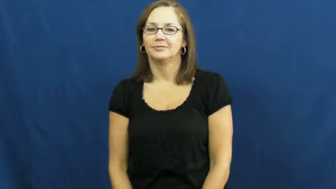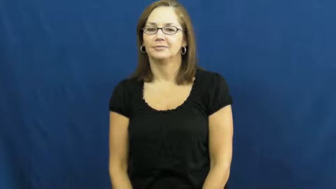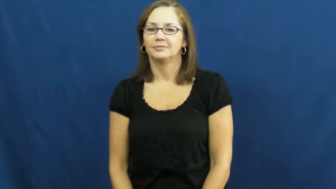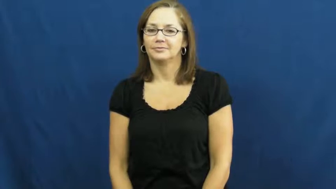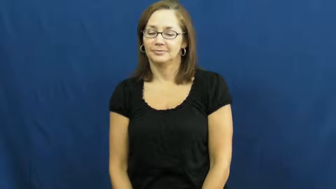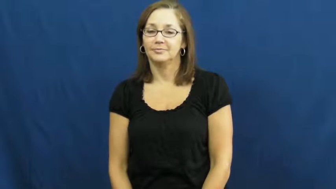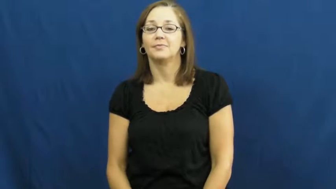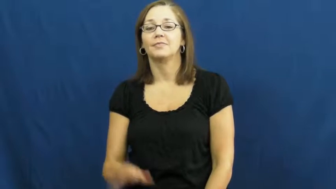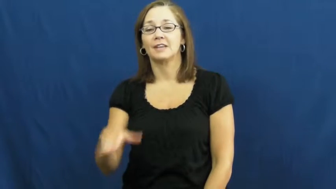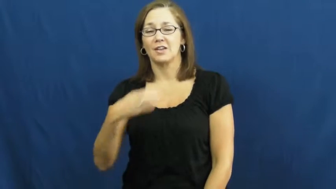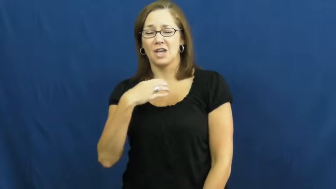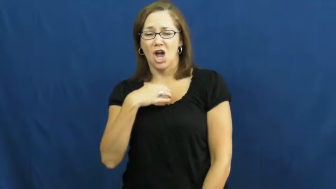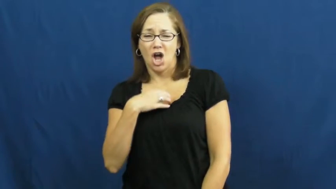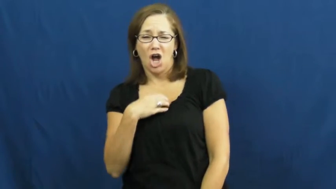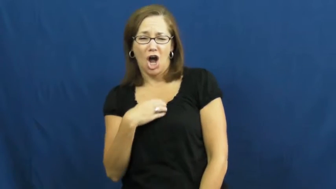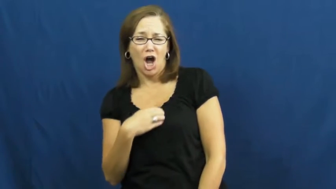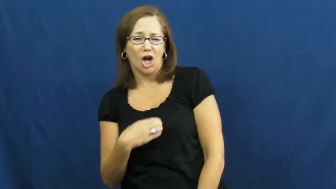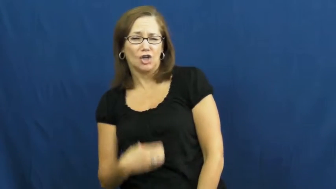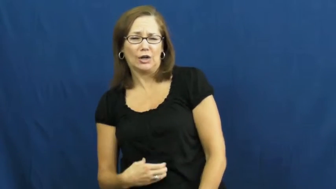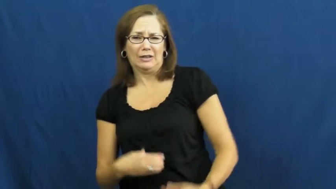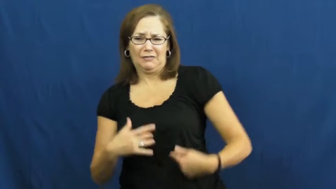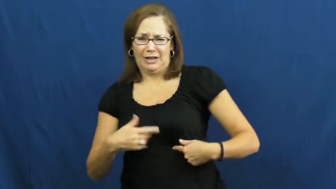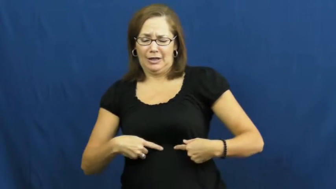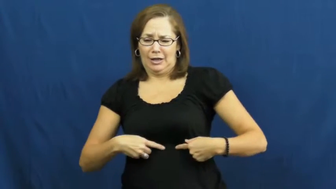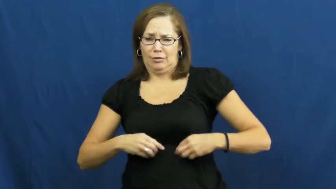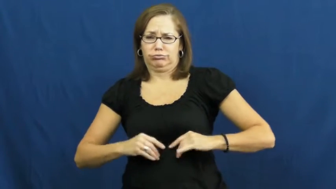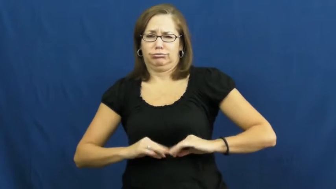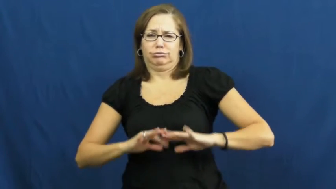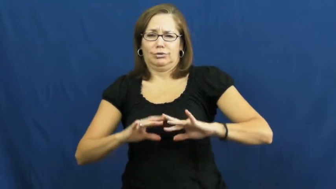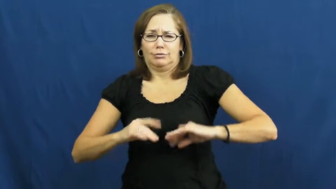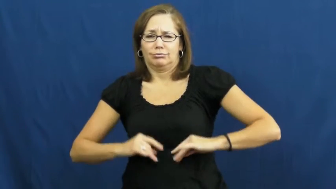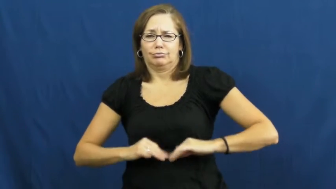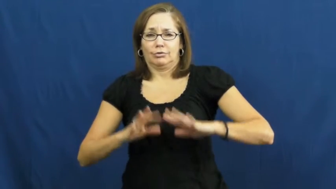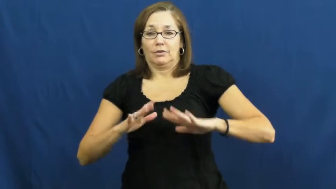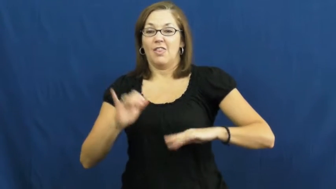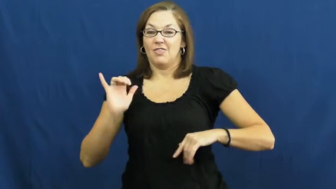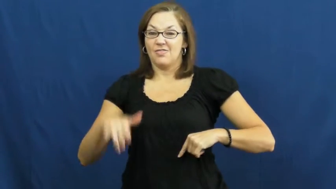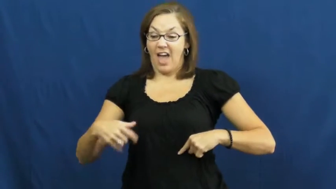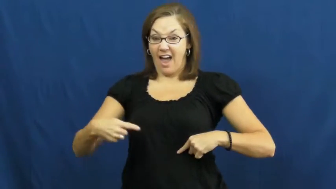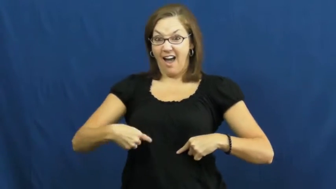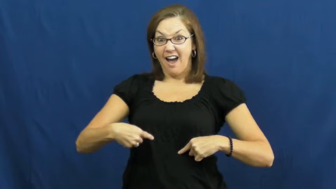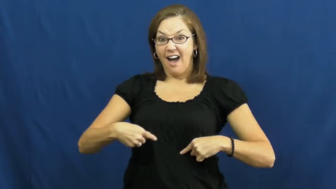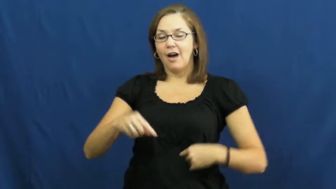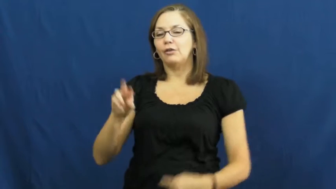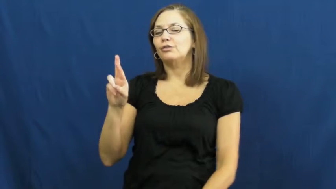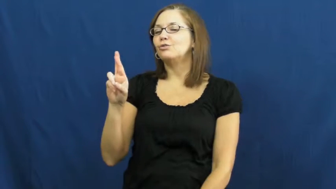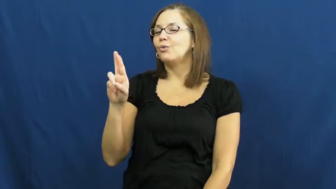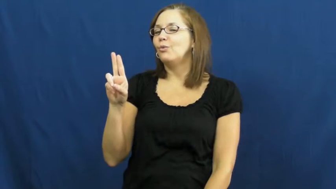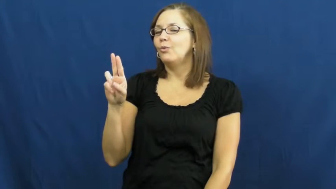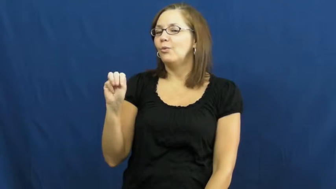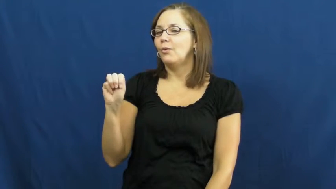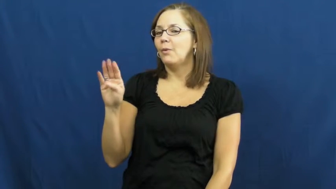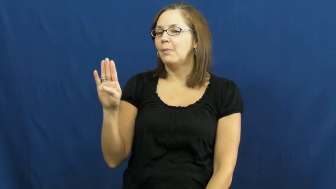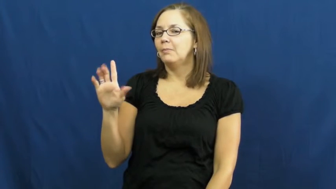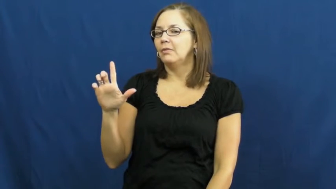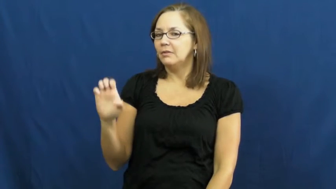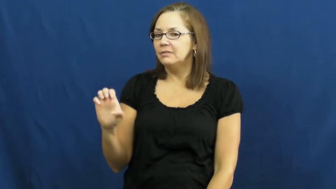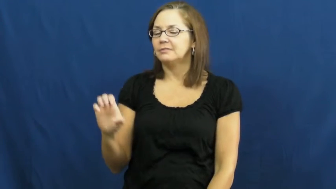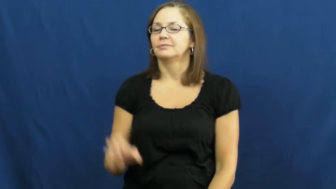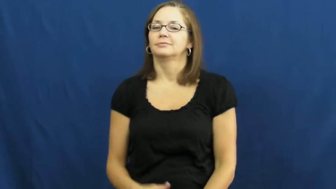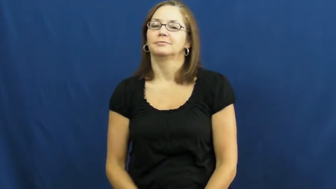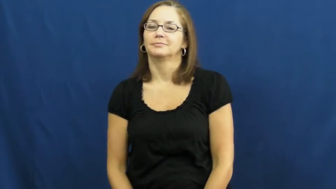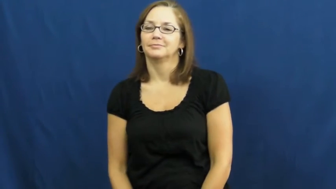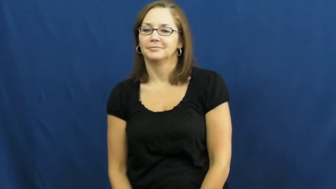rumble-hunger